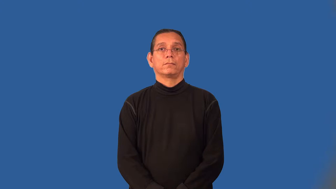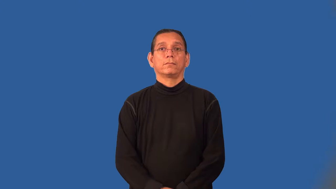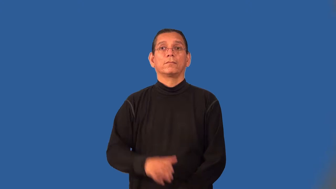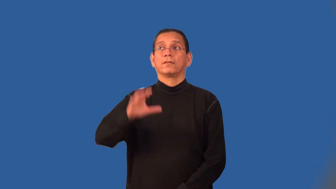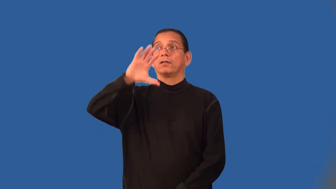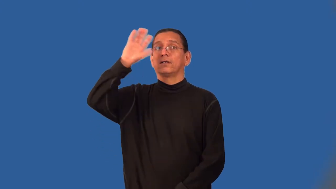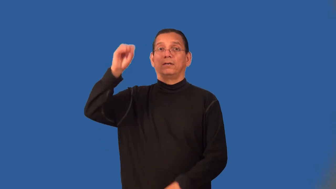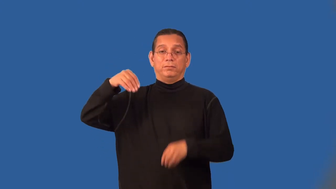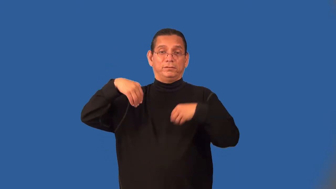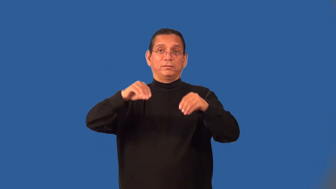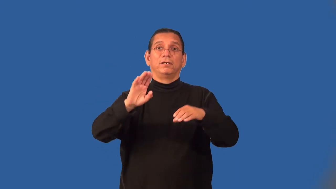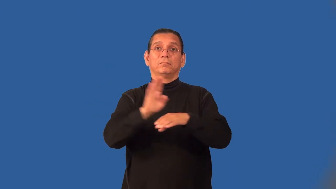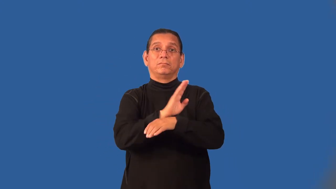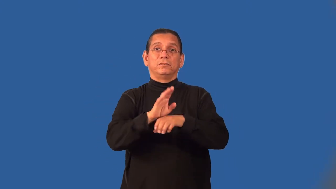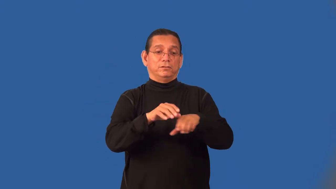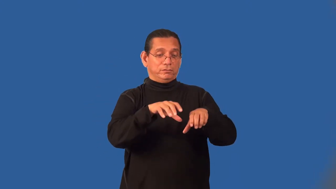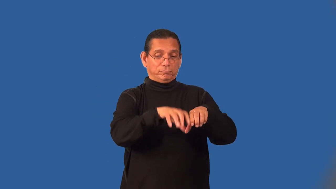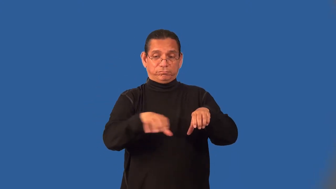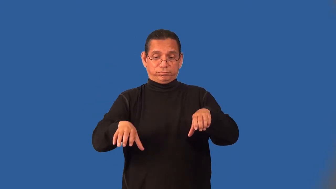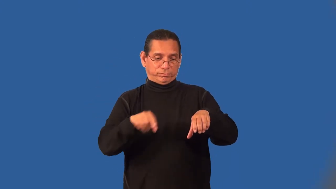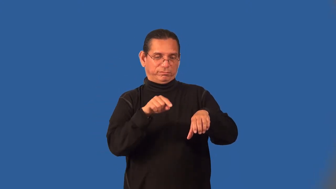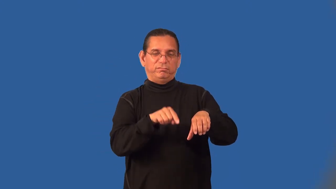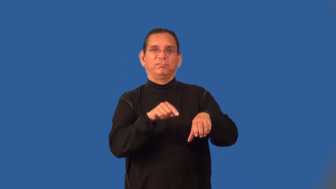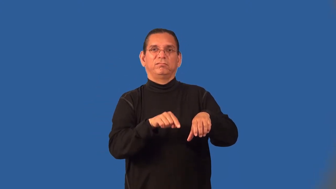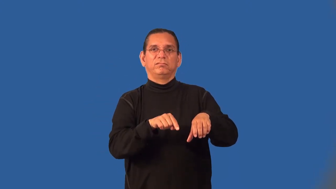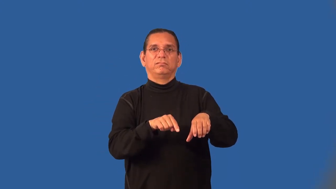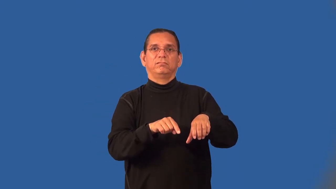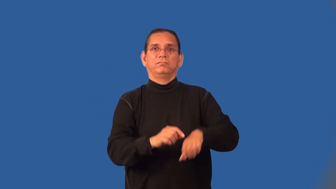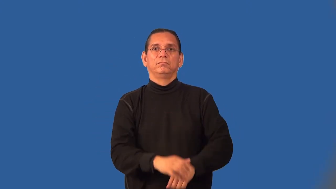franchiser